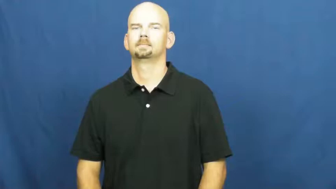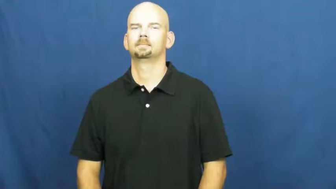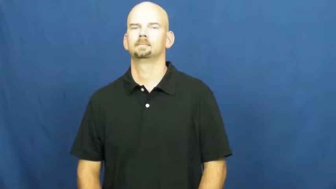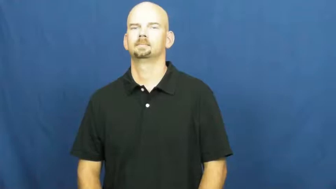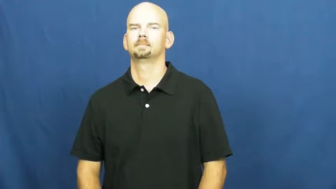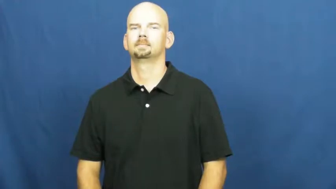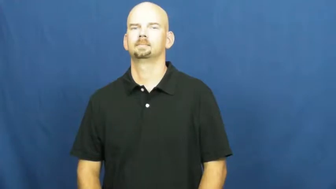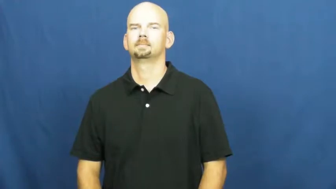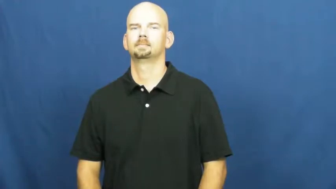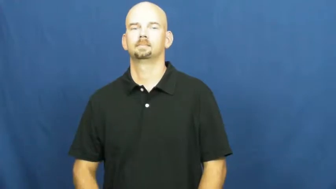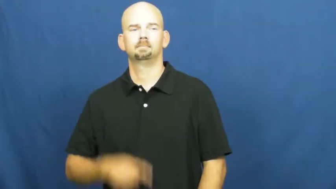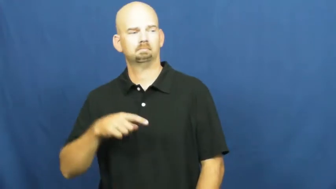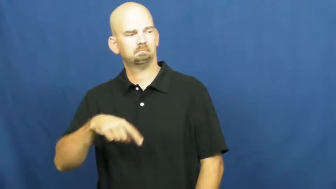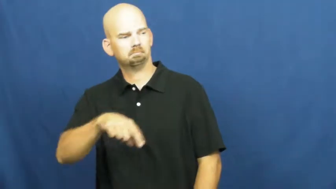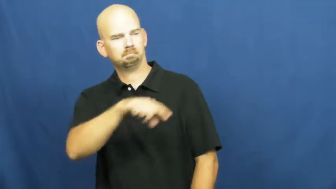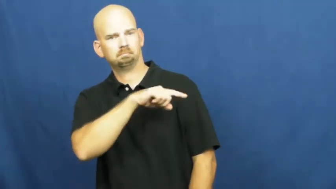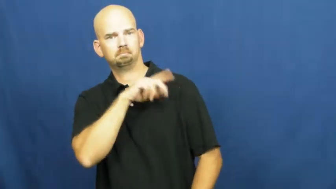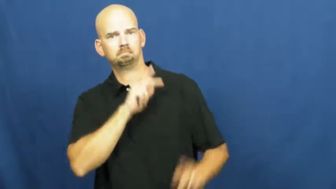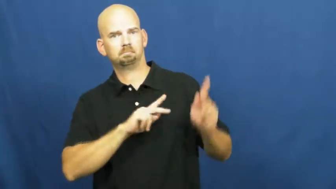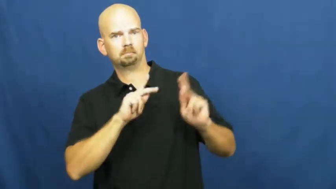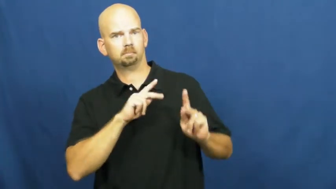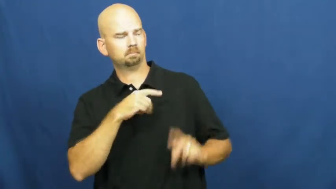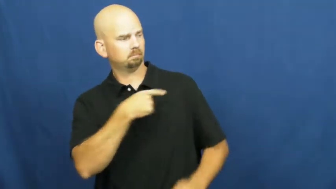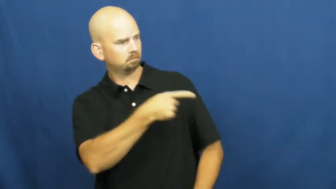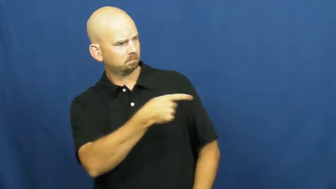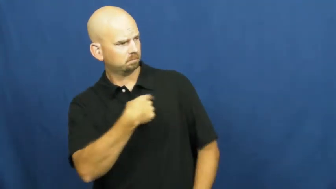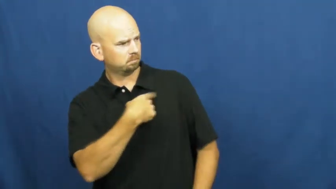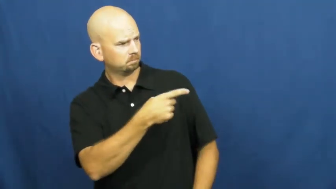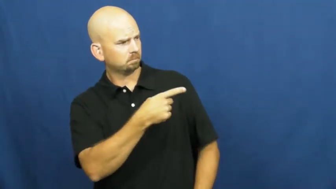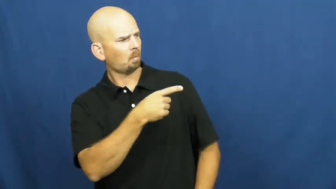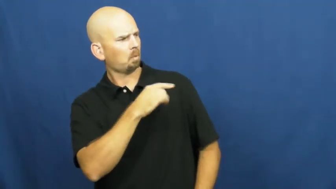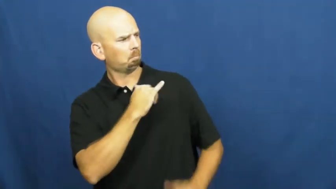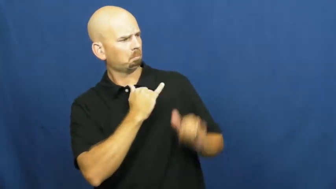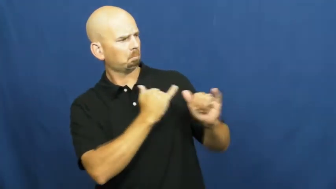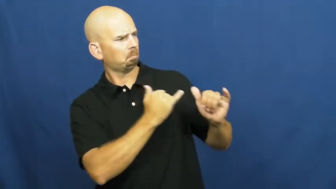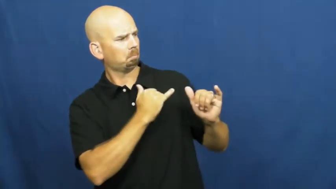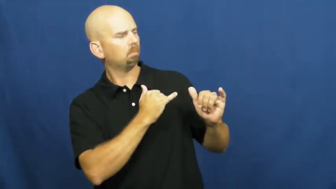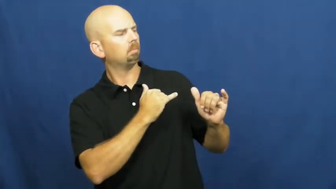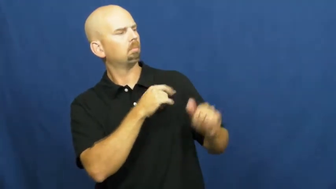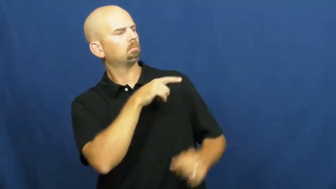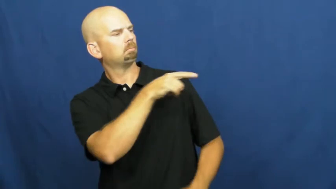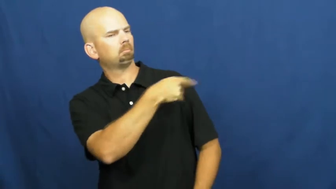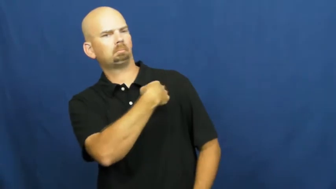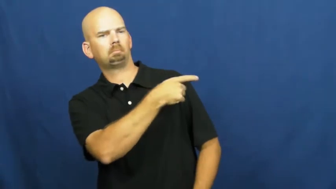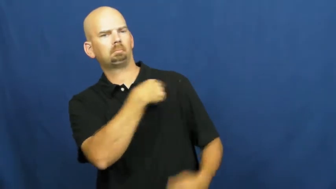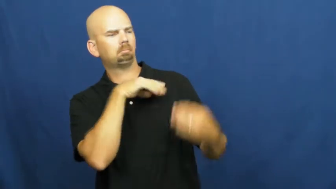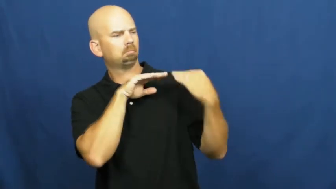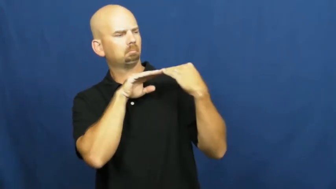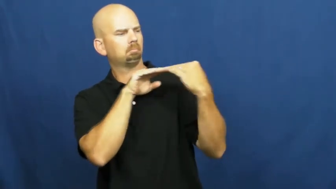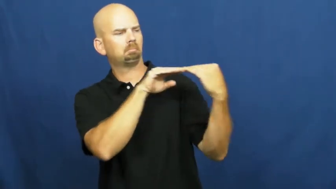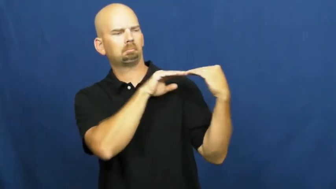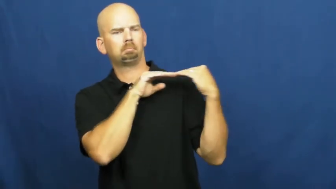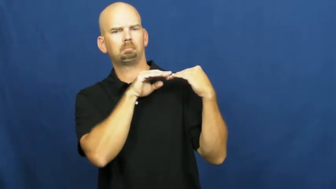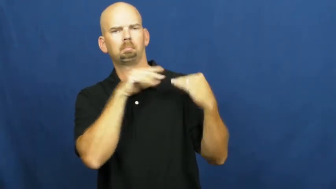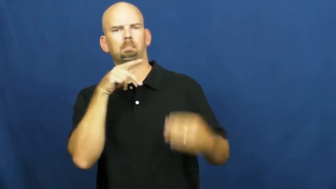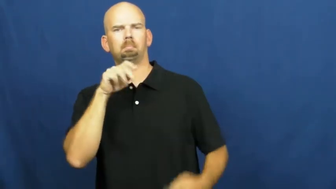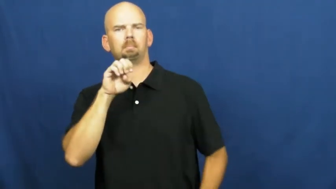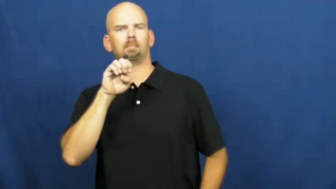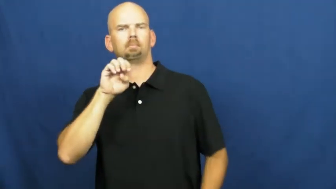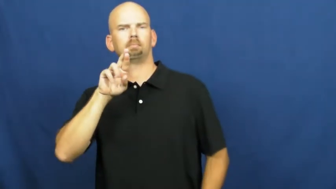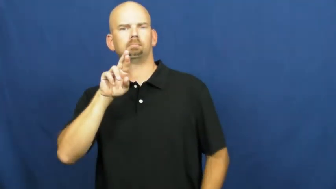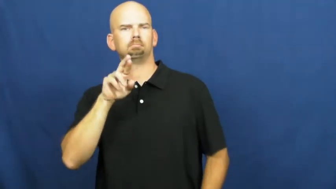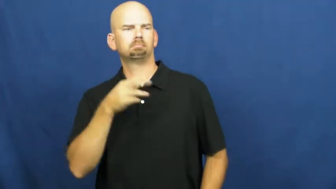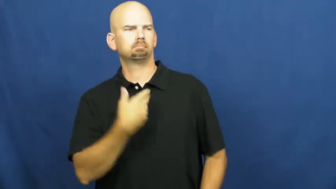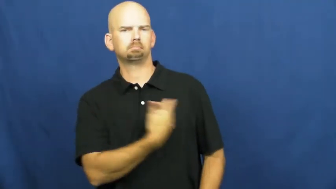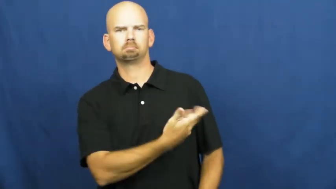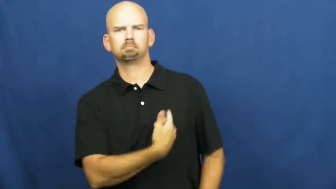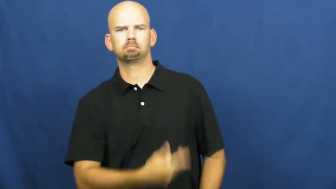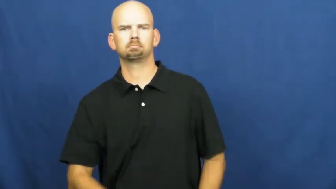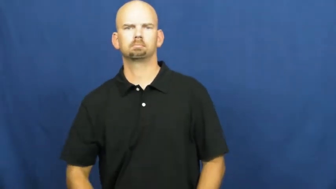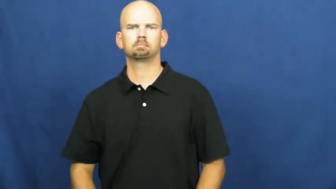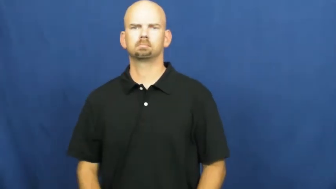peer,coeval,compeer,confrere-person